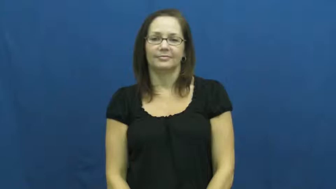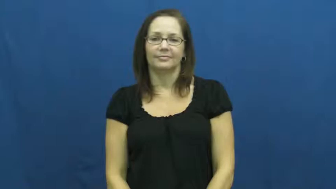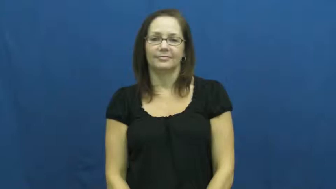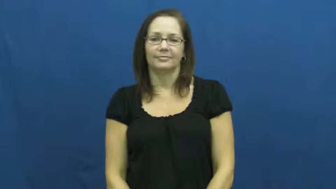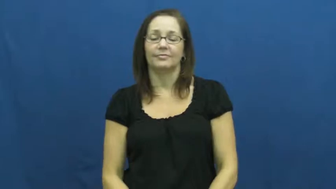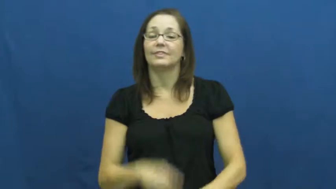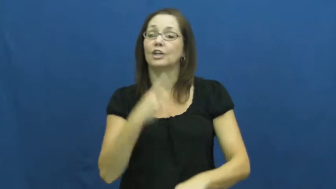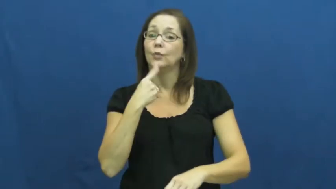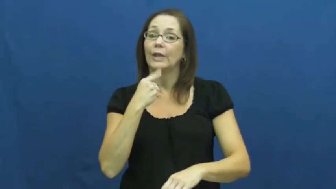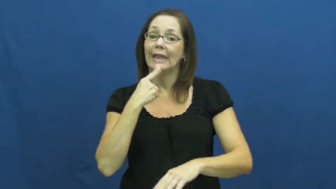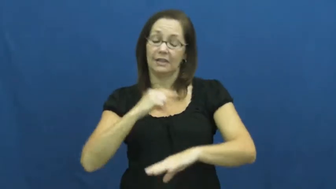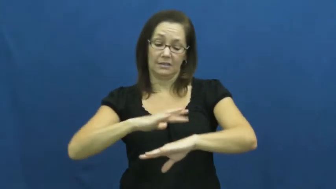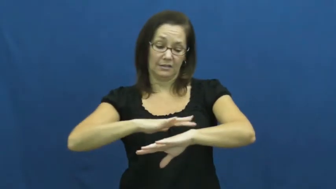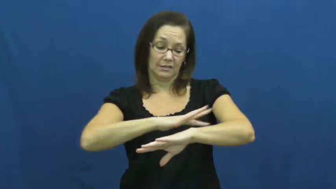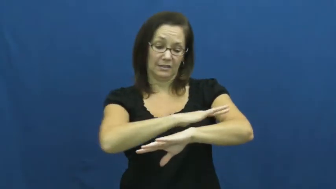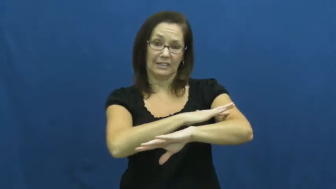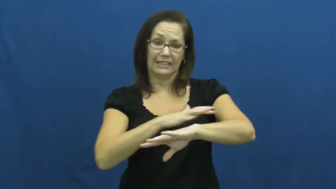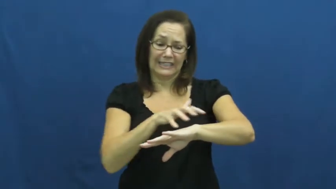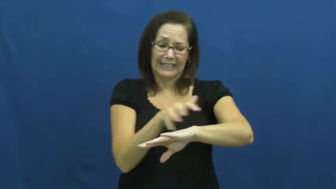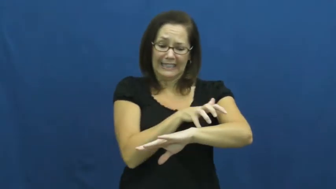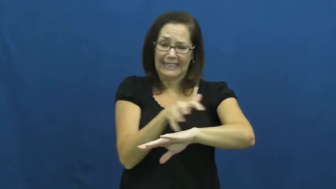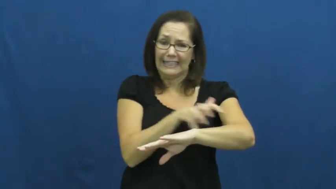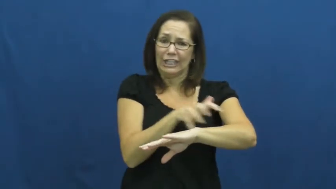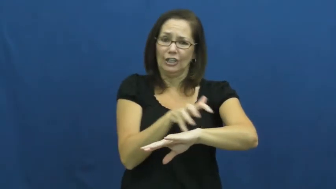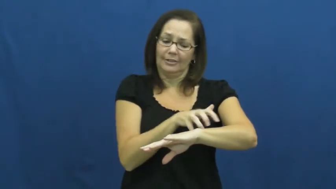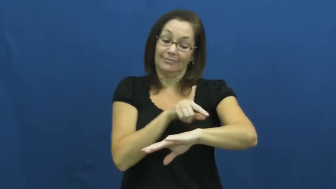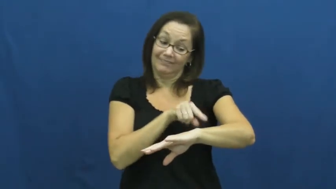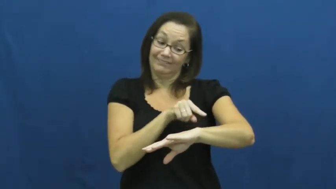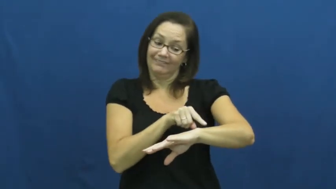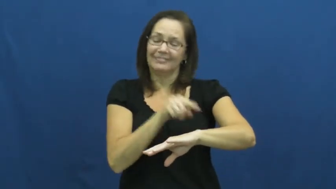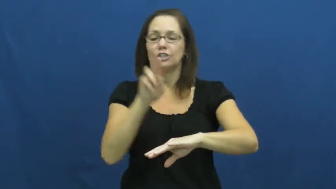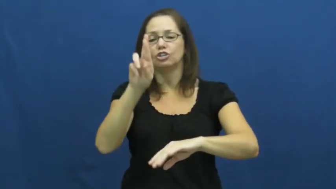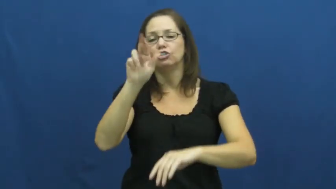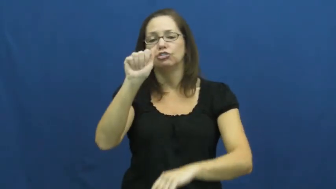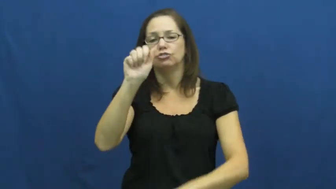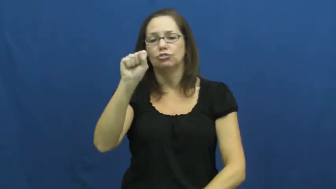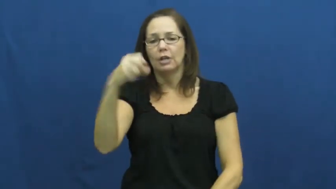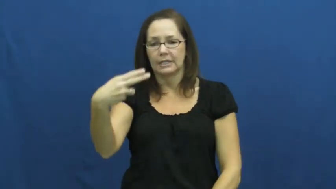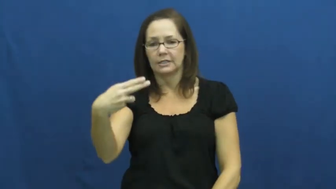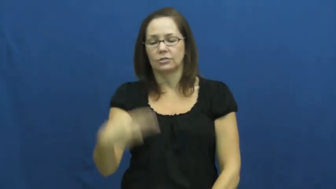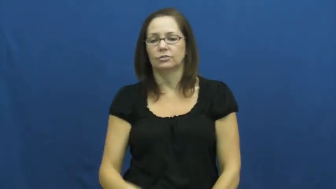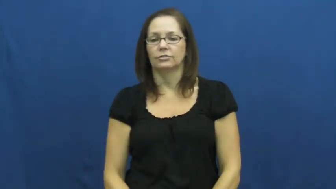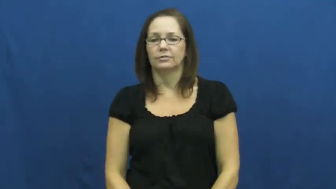rash-skin